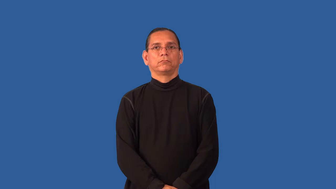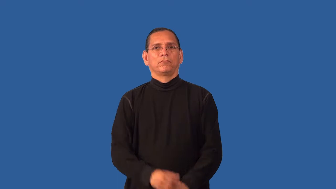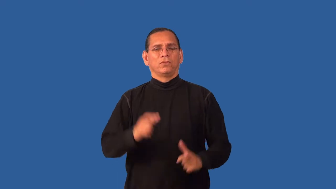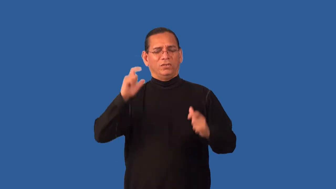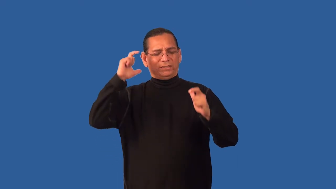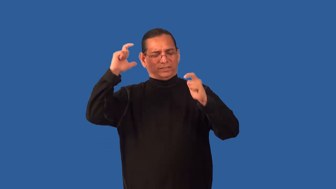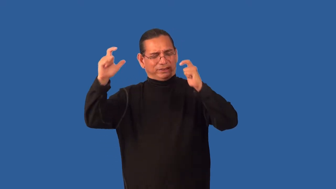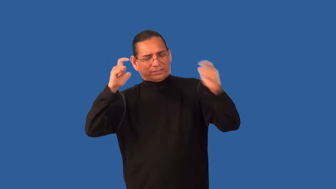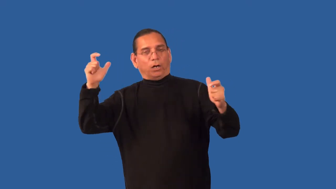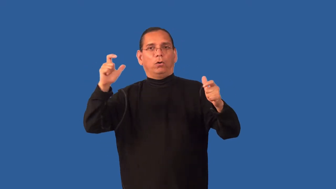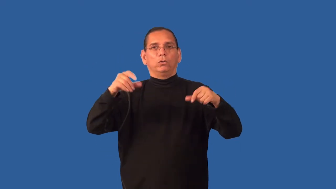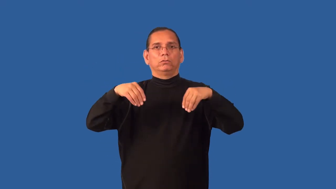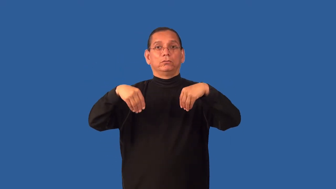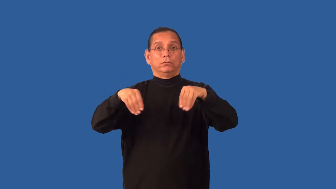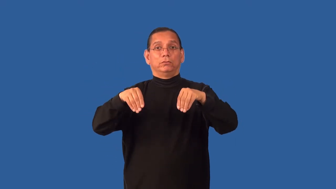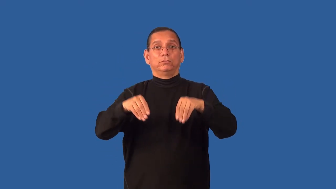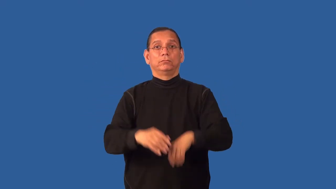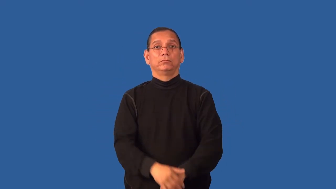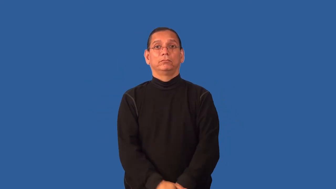emporium